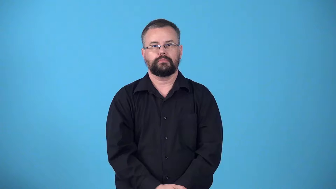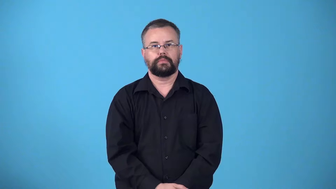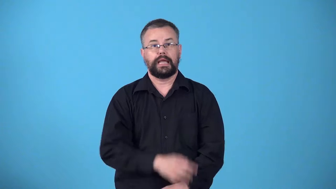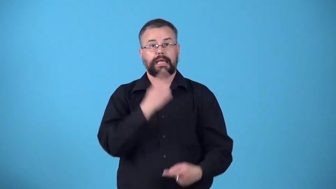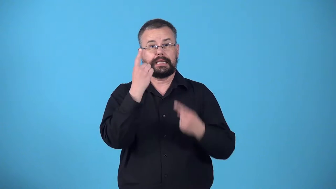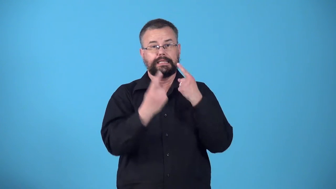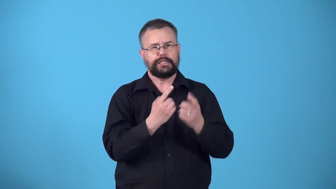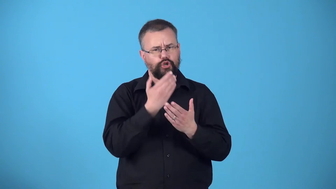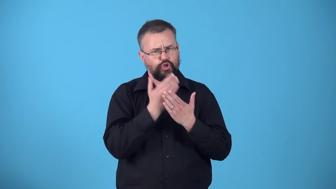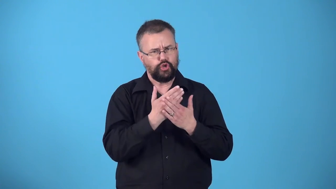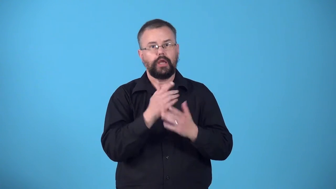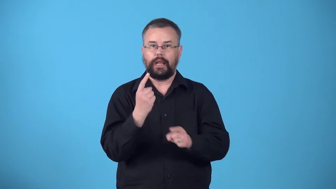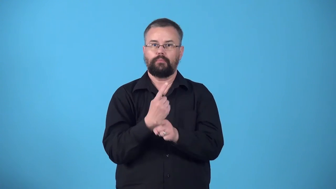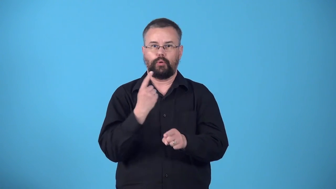wholesome-considered good and appropriate